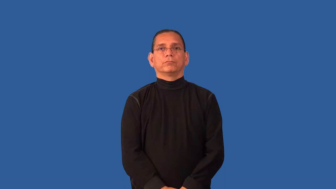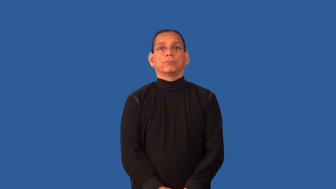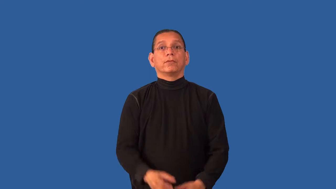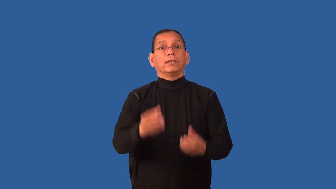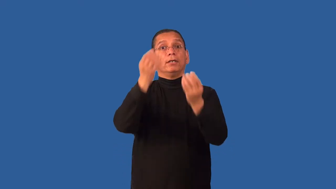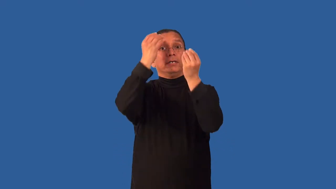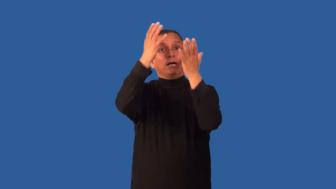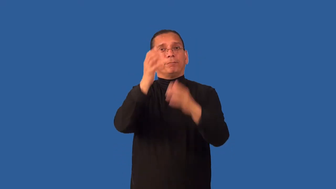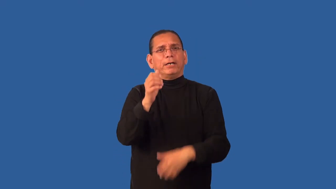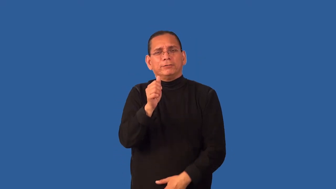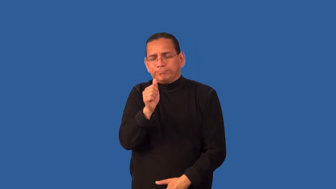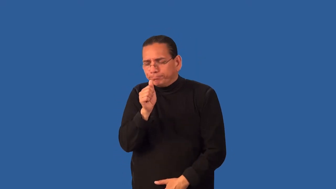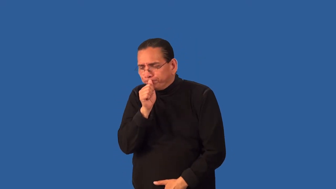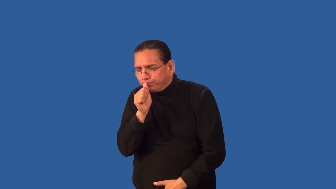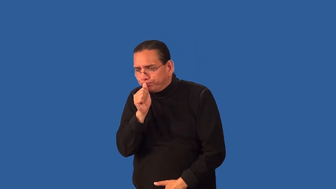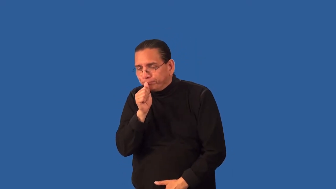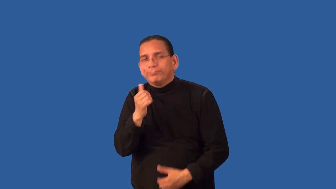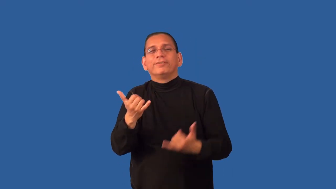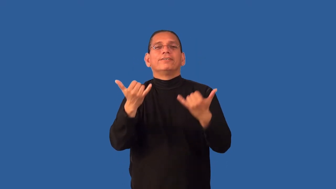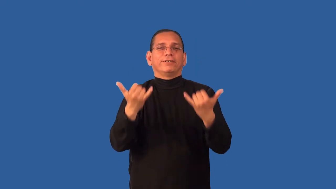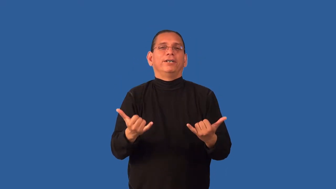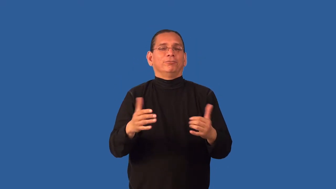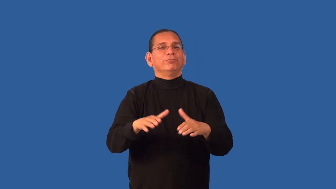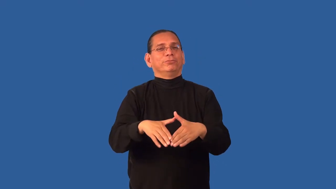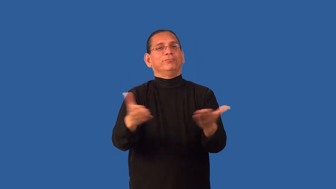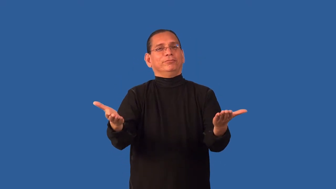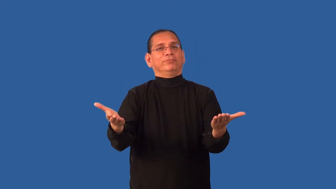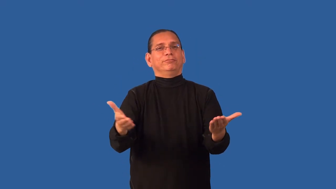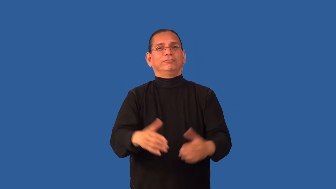declassify